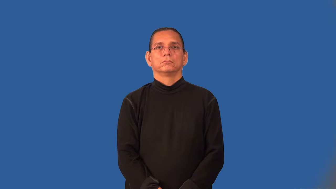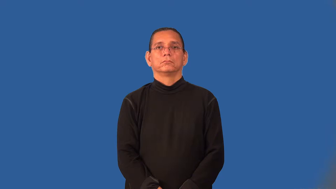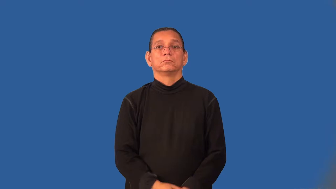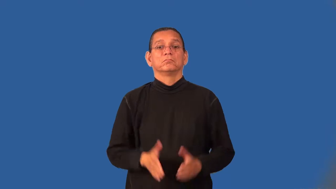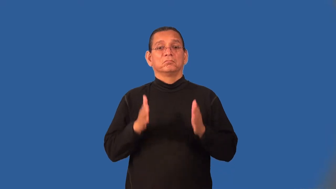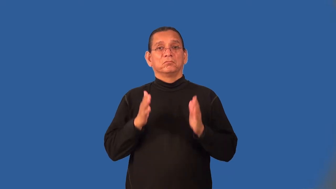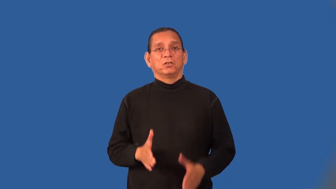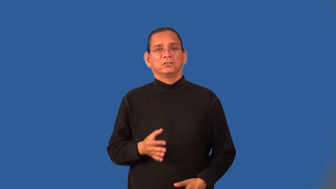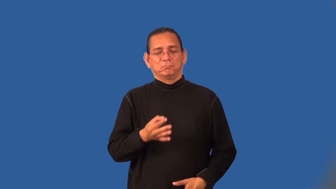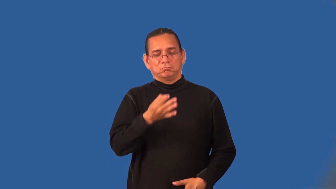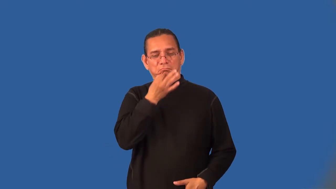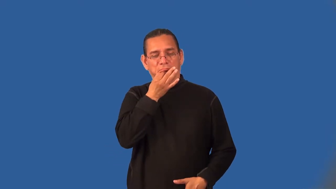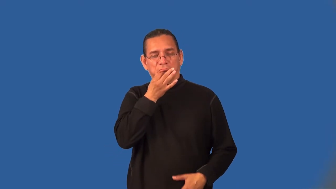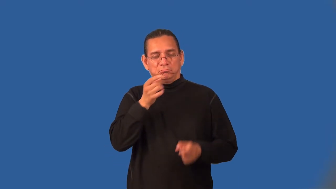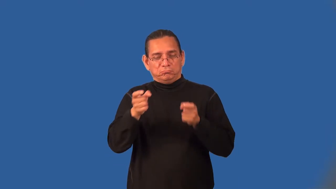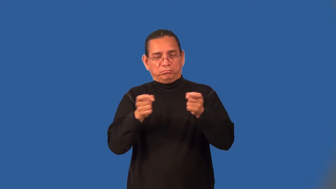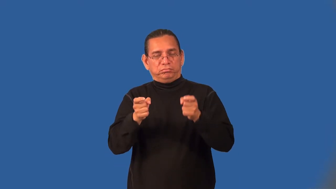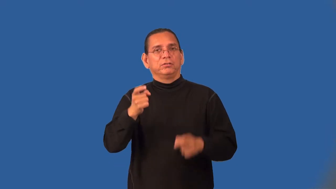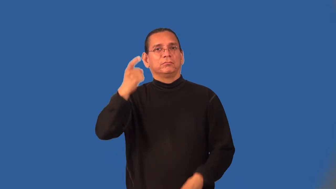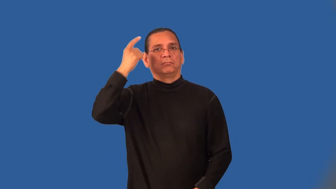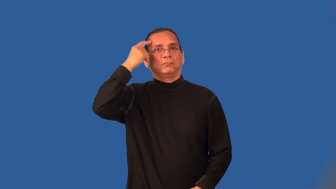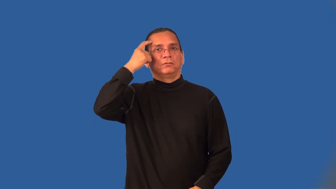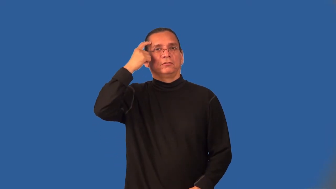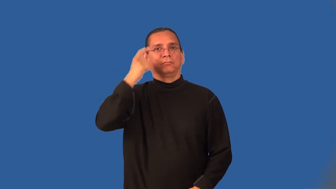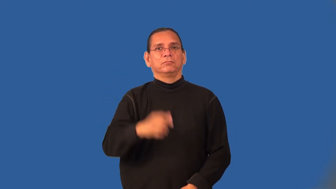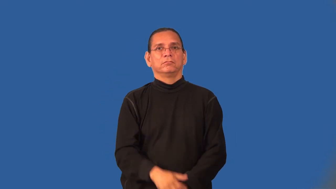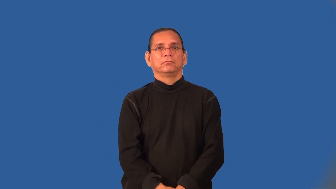mentalist